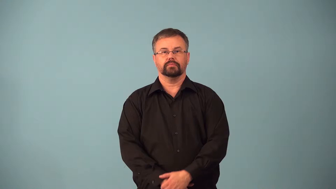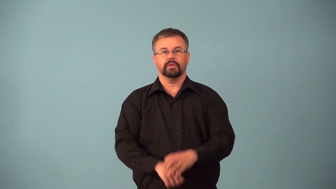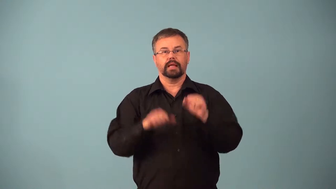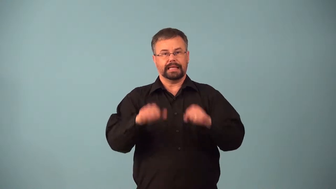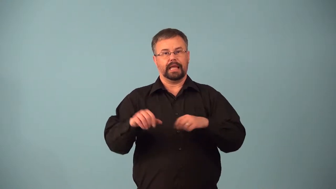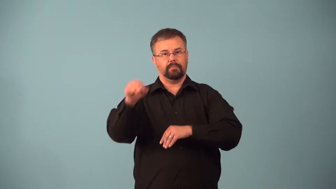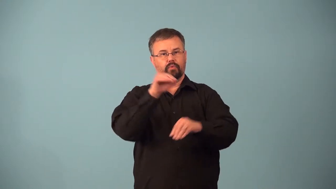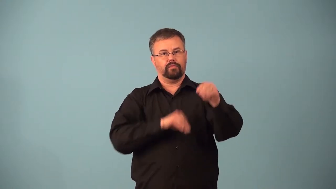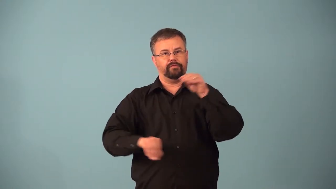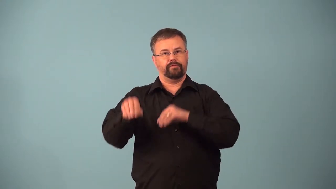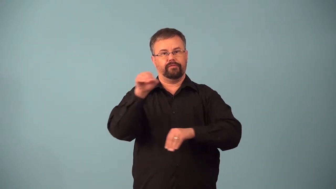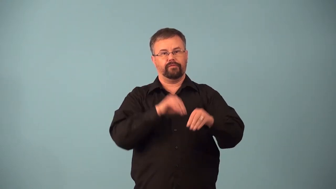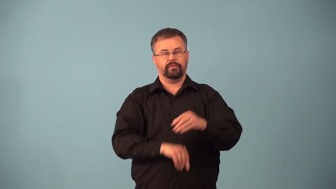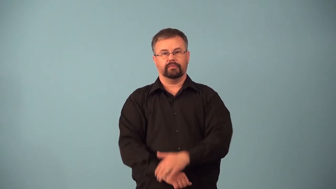ambulant